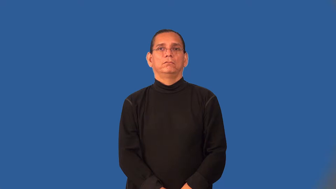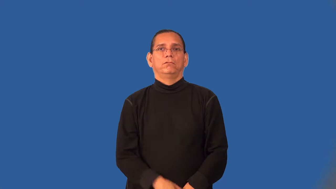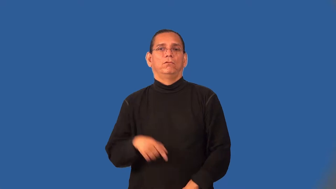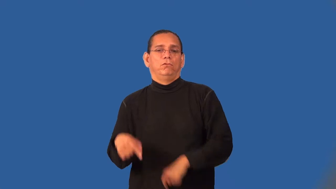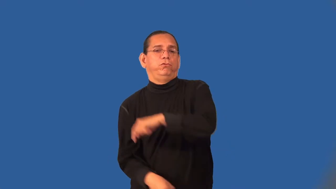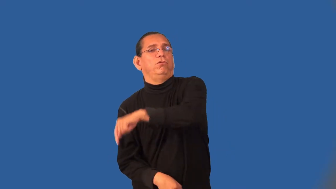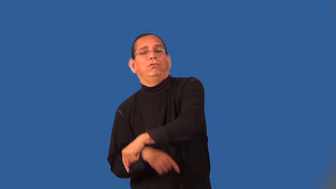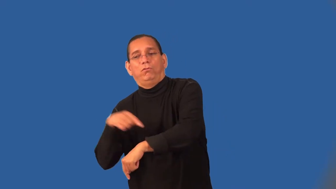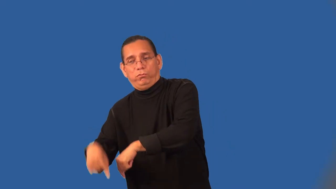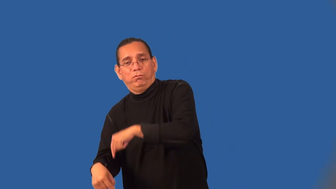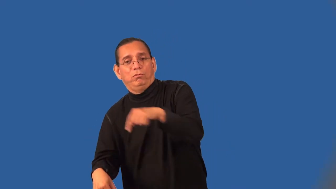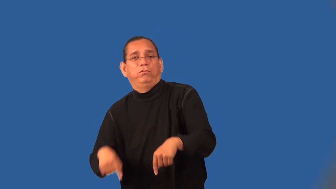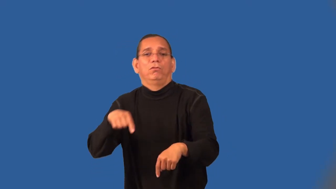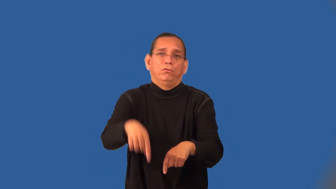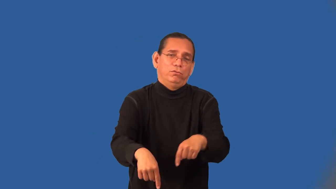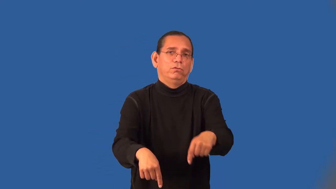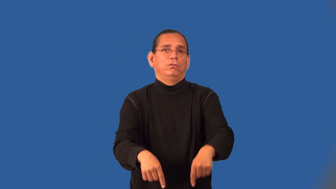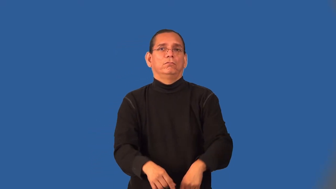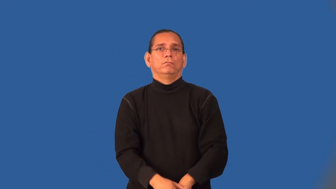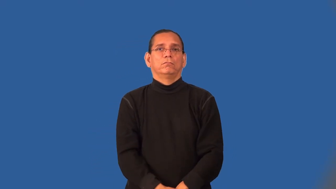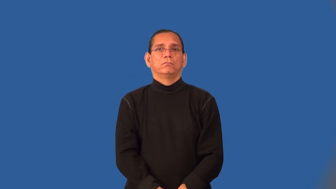toddle